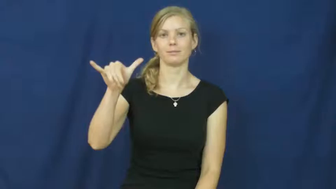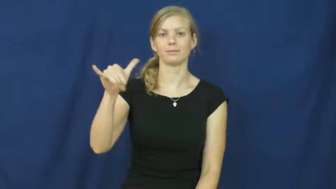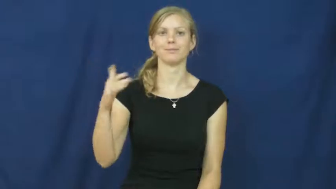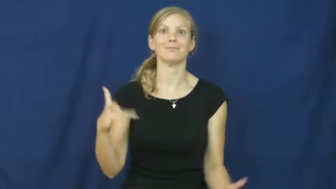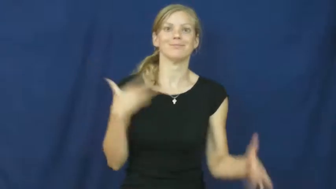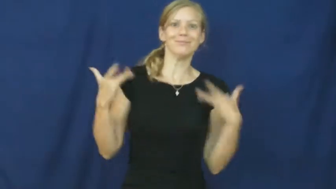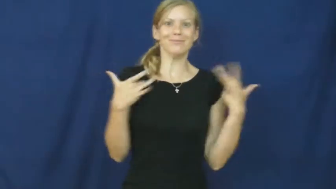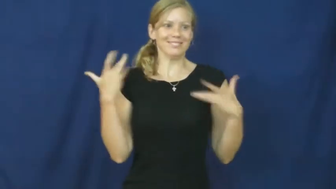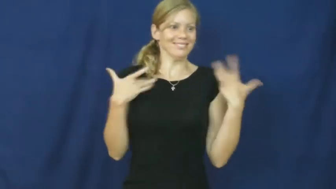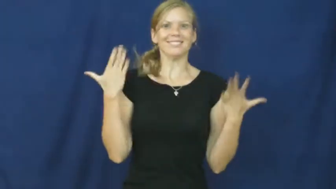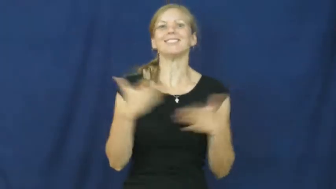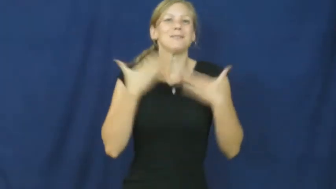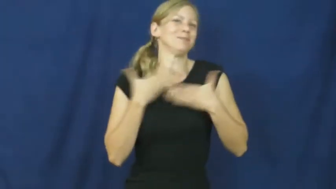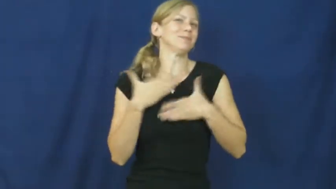giddy,aflutter,atwitter,chuffed,high,delirious,bubble over,yeasty,exuberant,exult